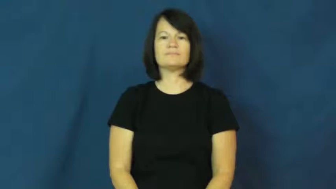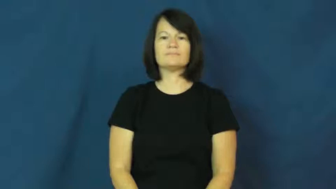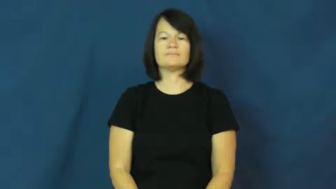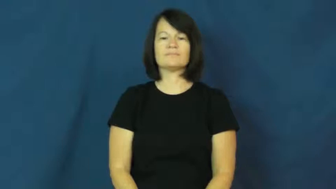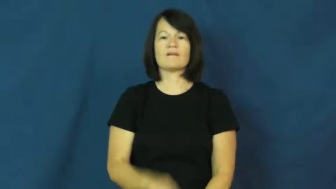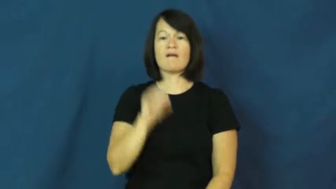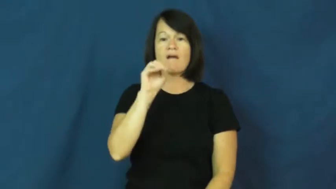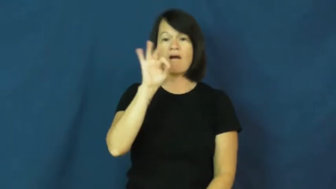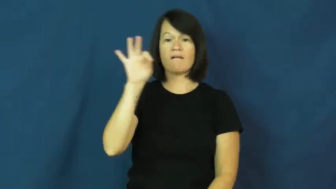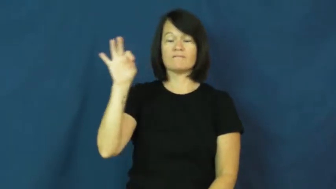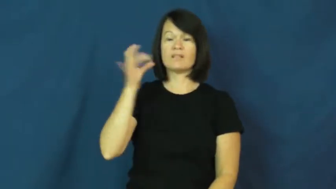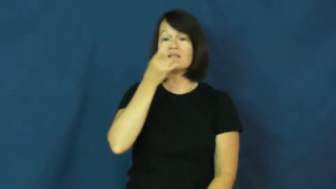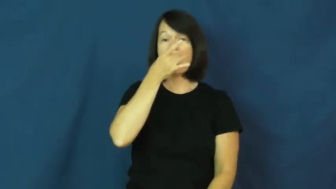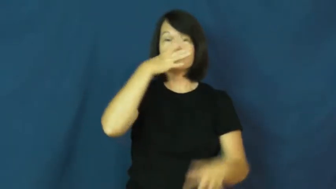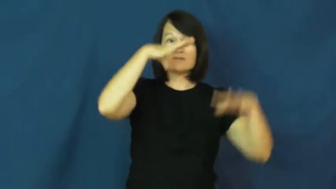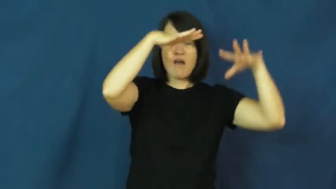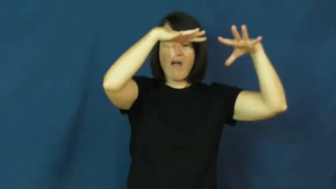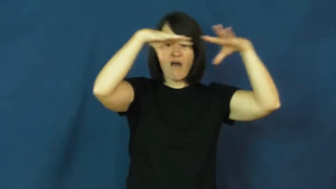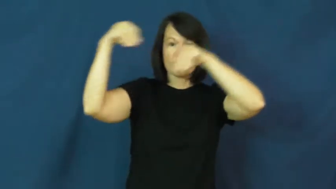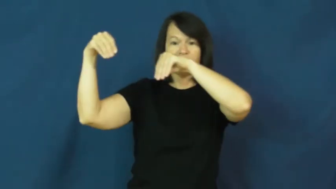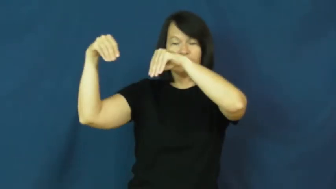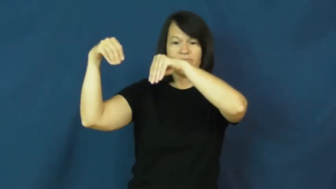off-light